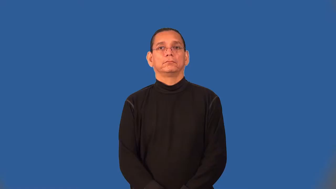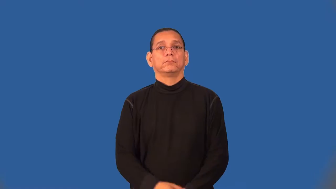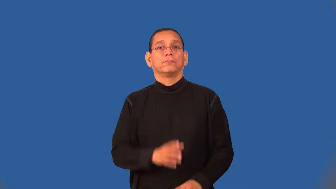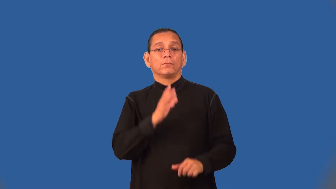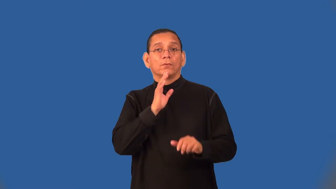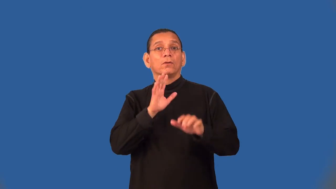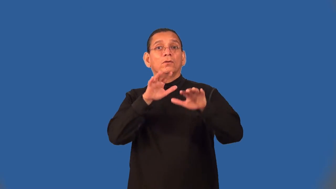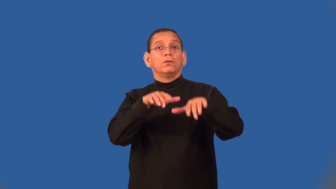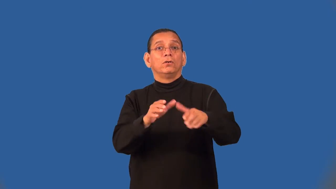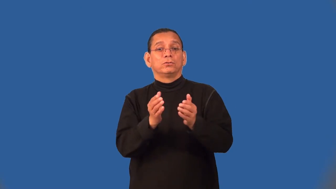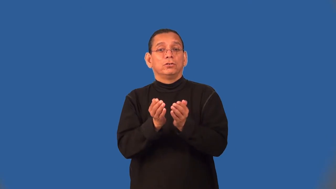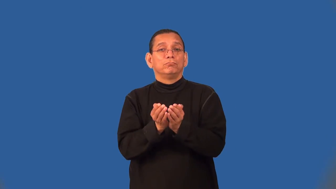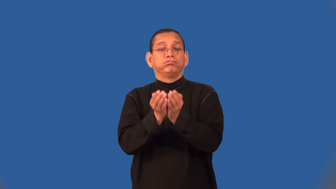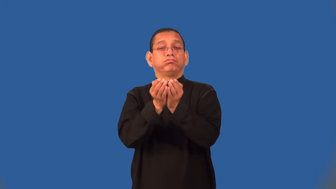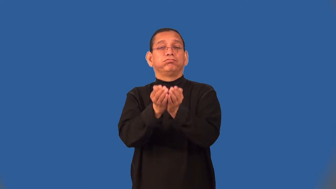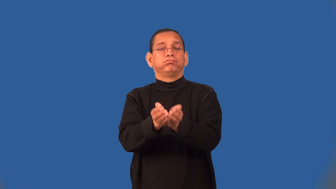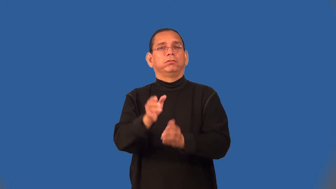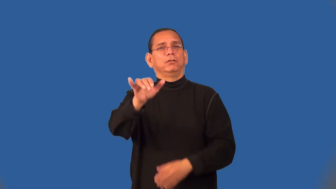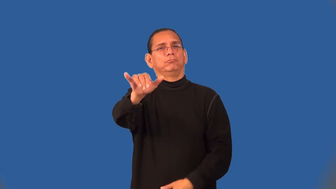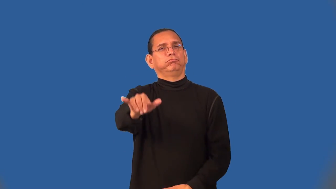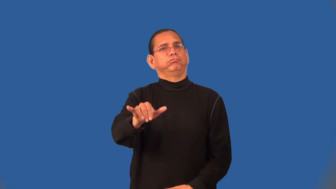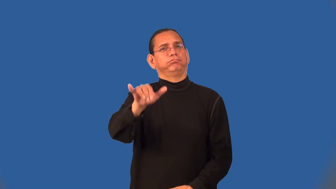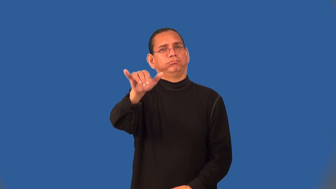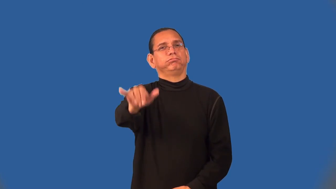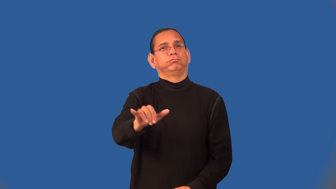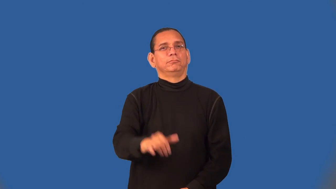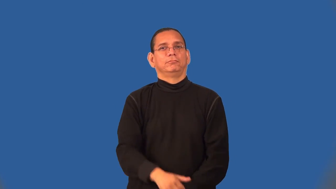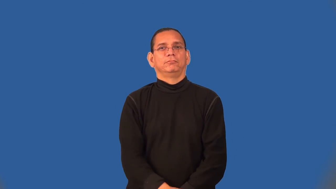seafaring